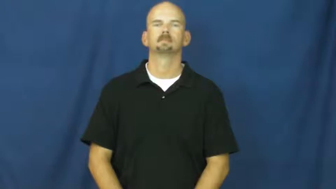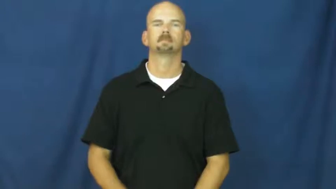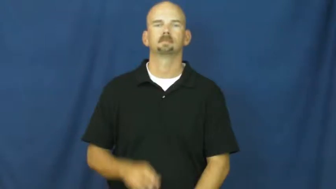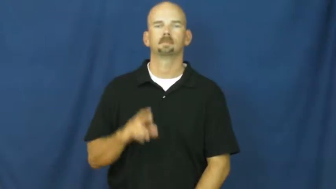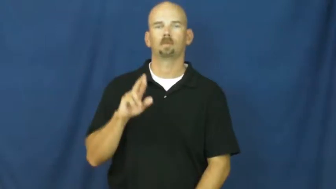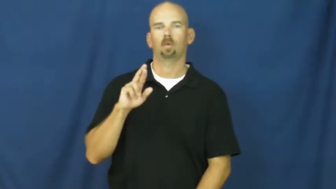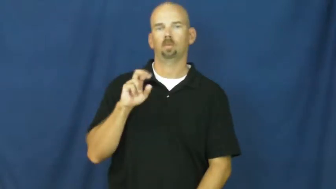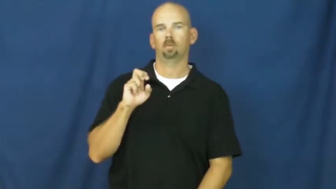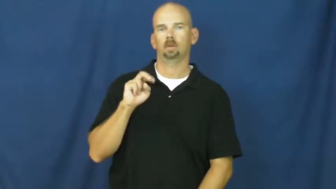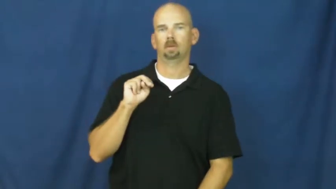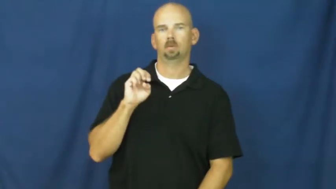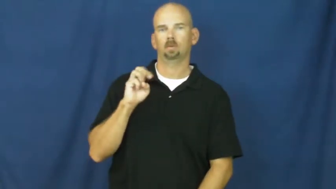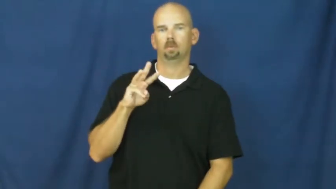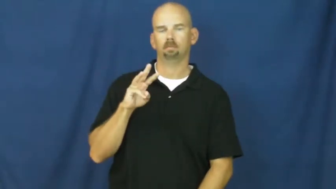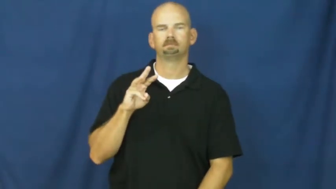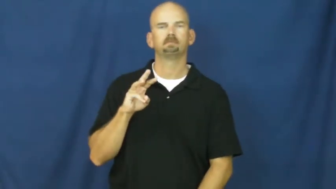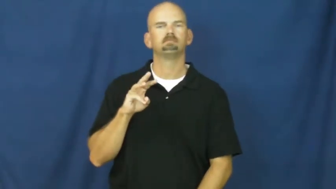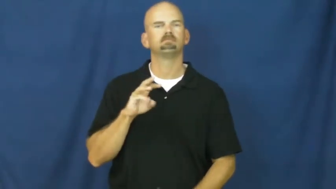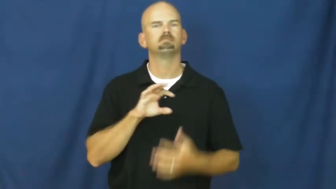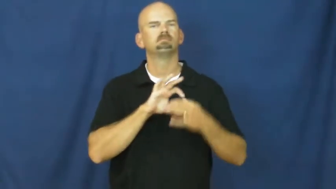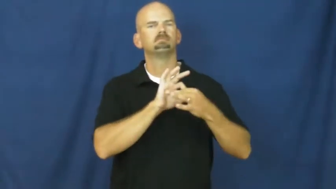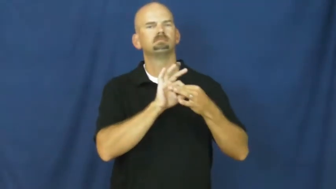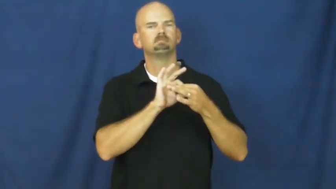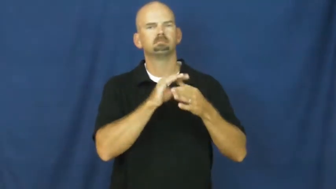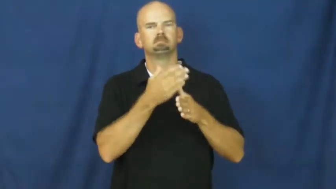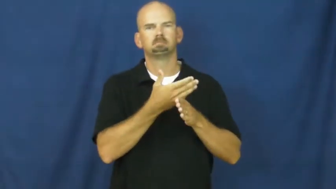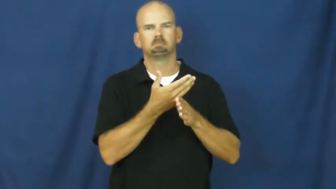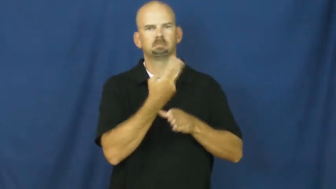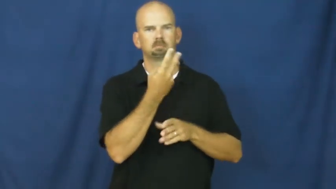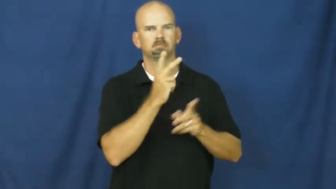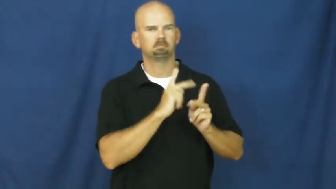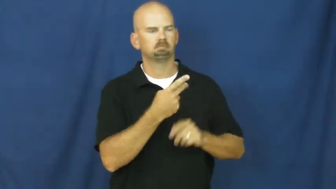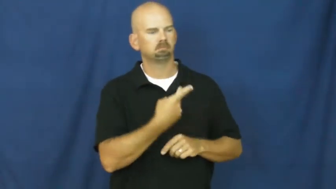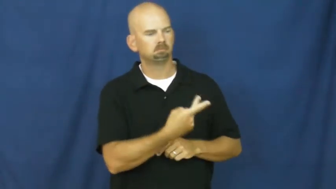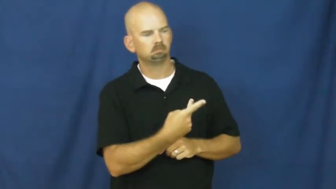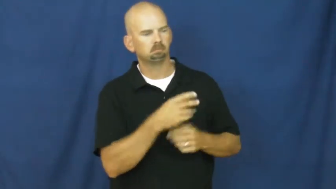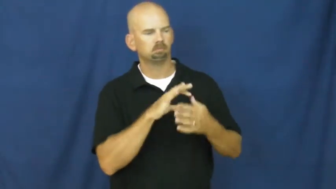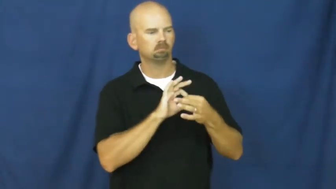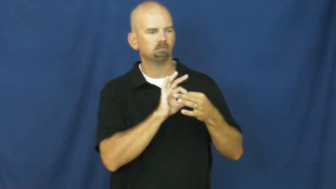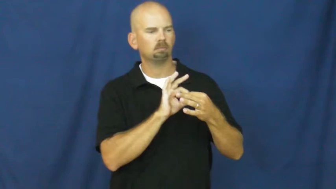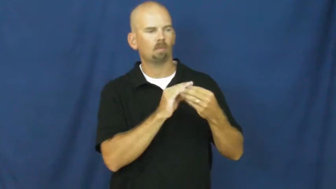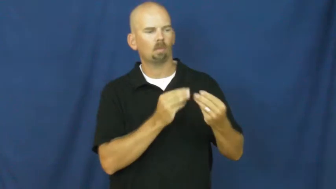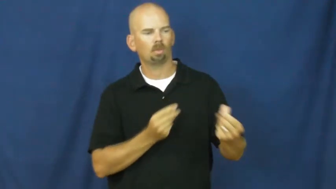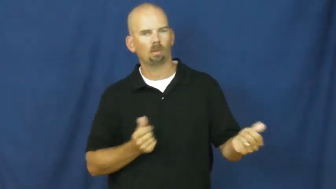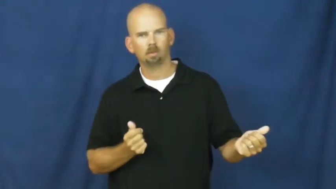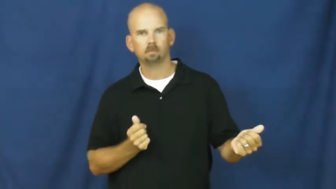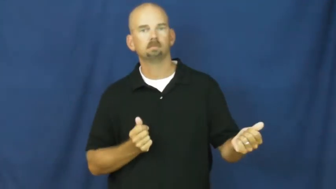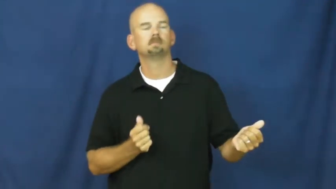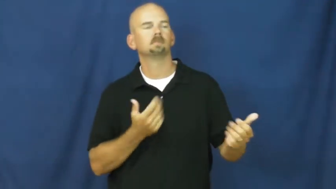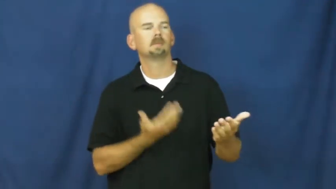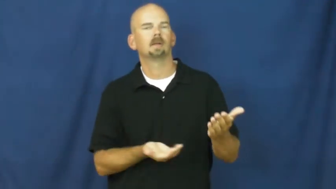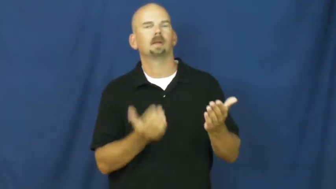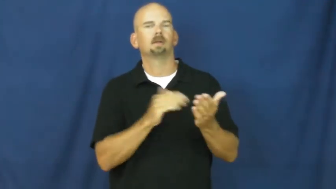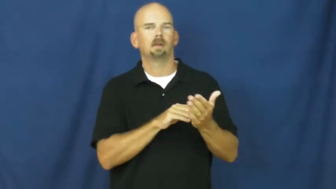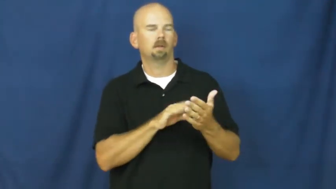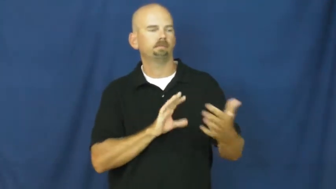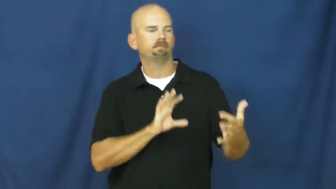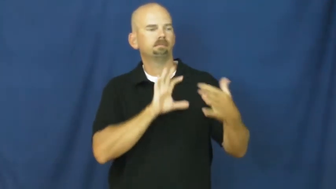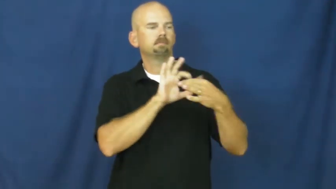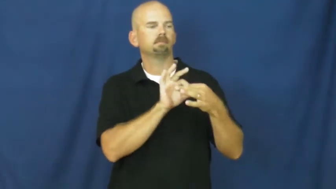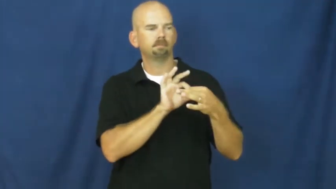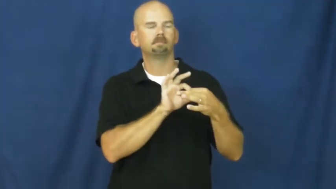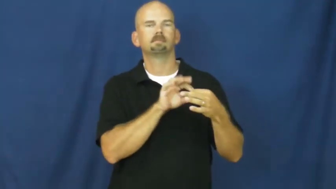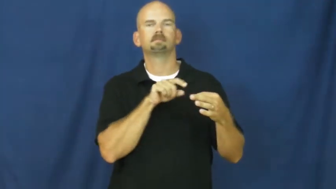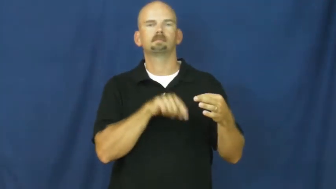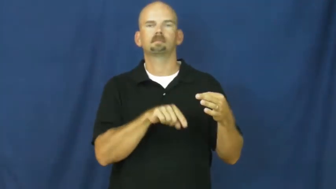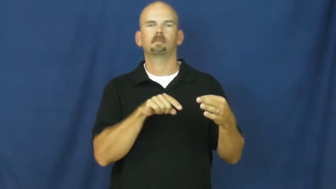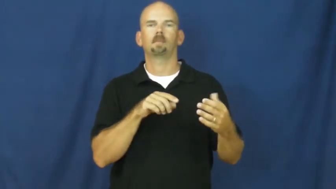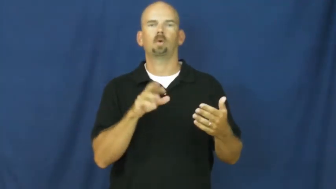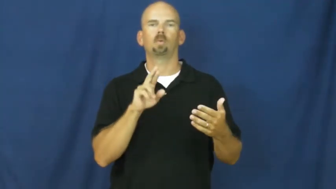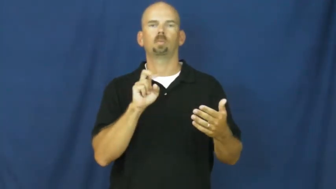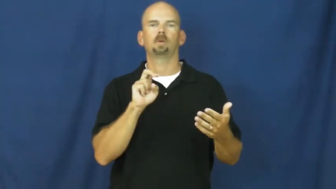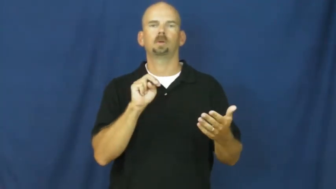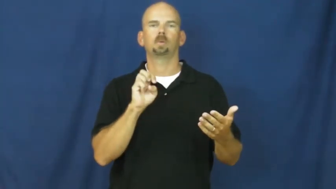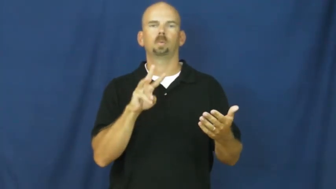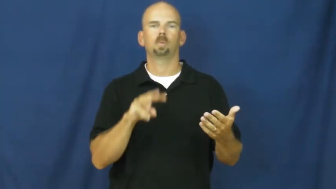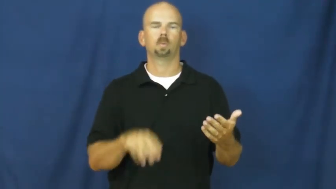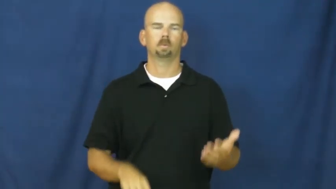renew-friendship